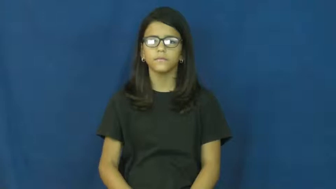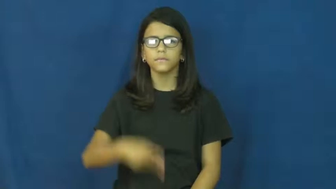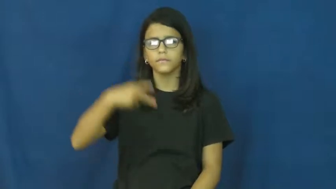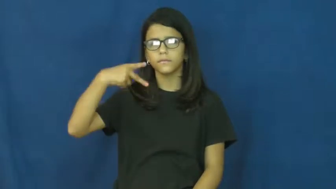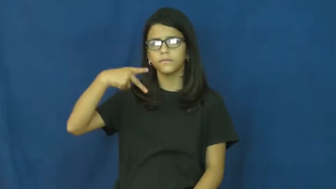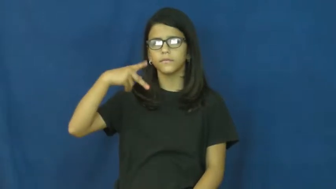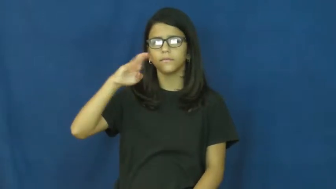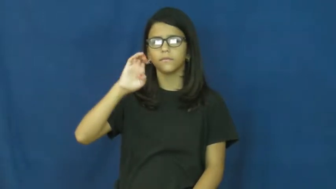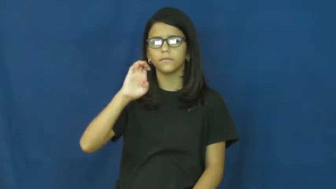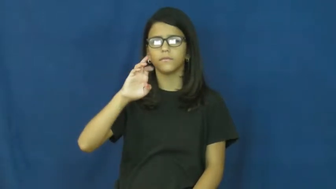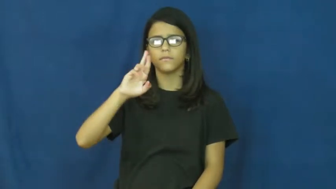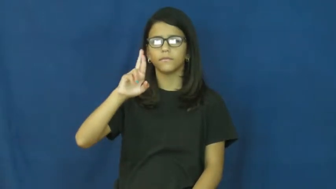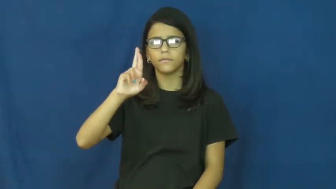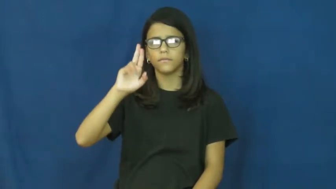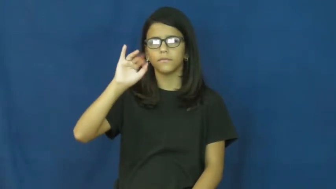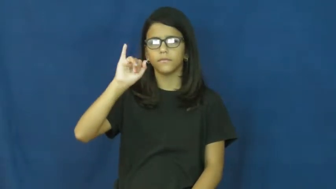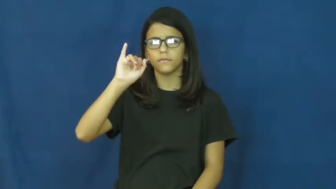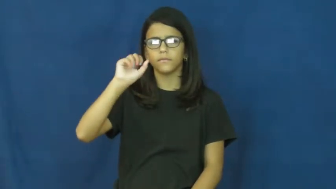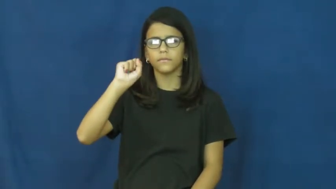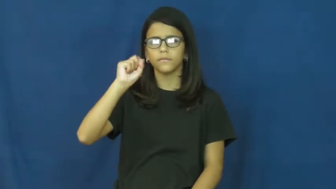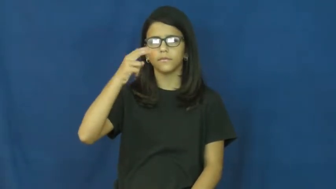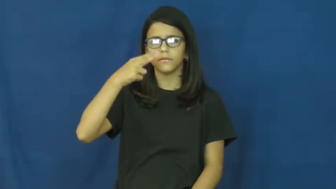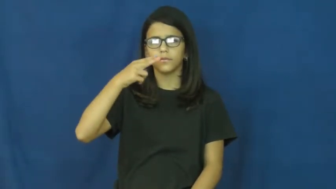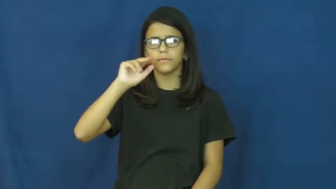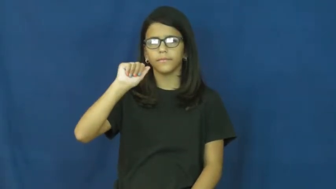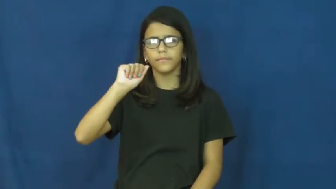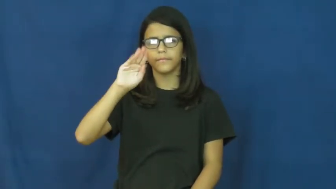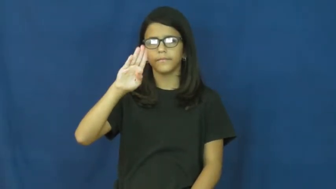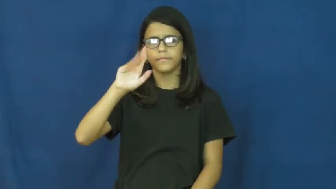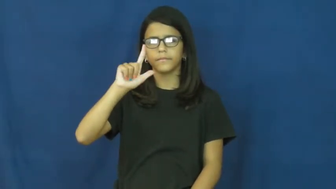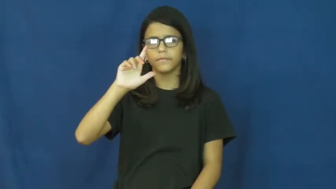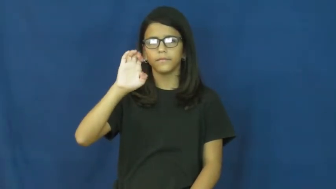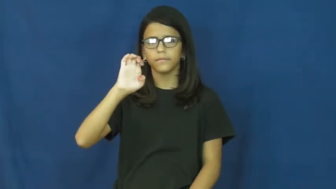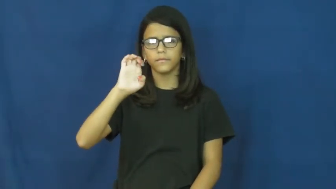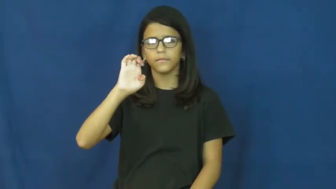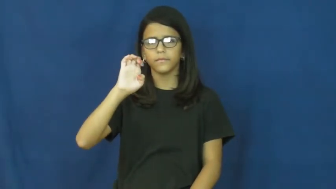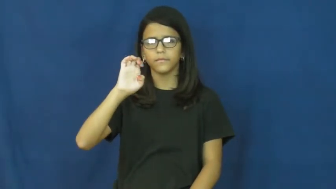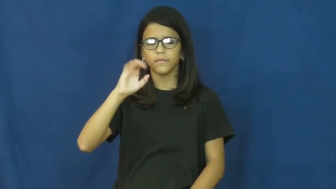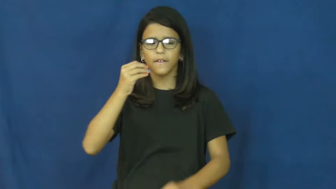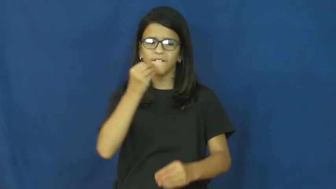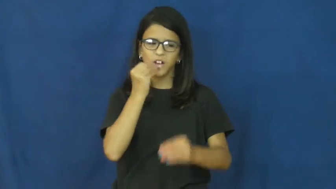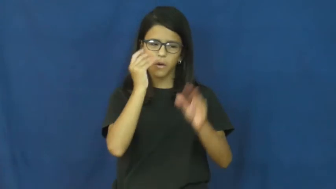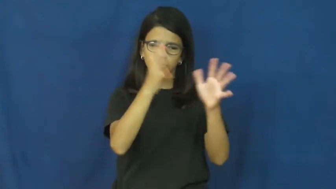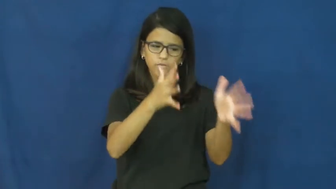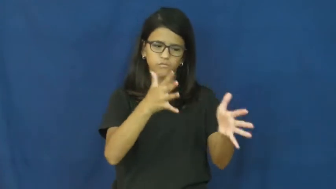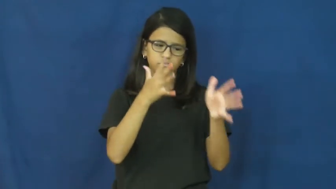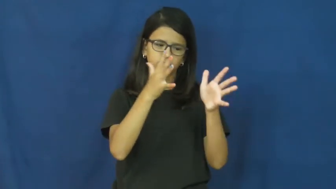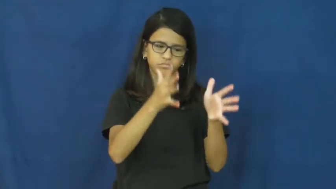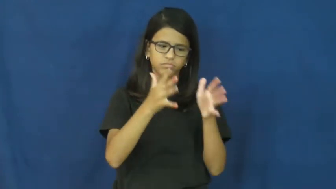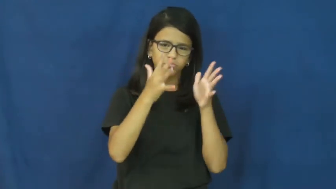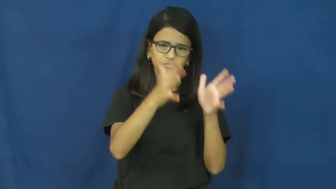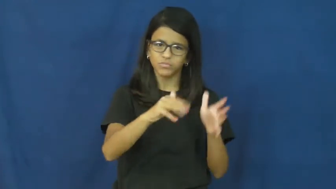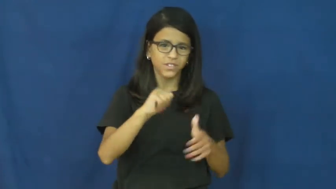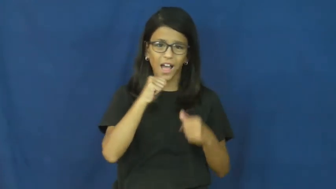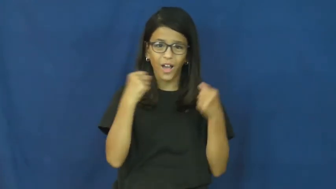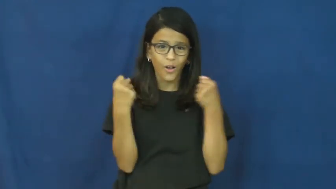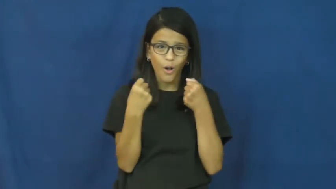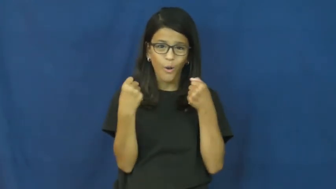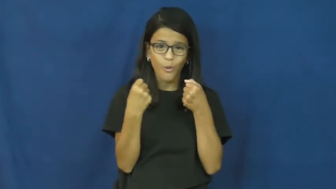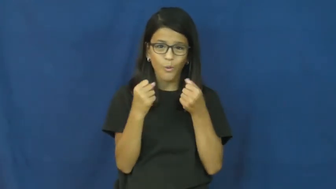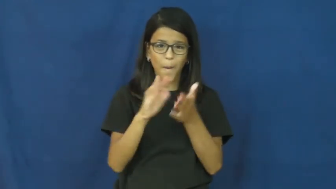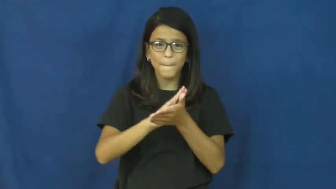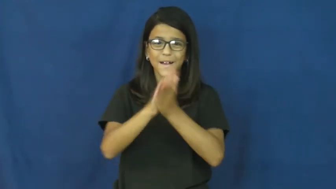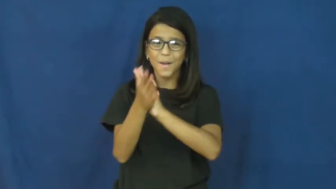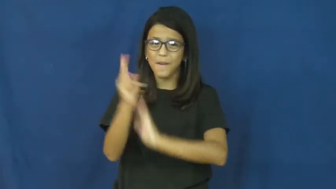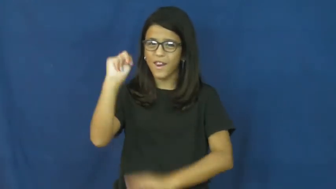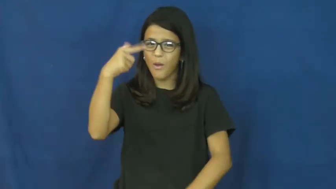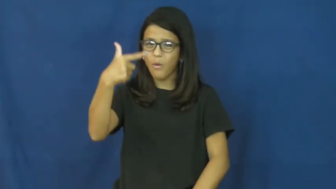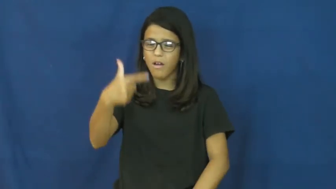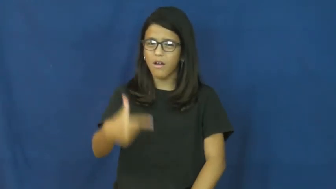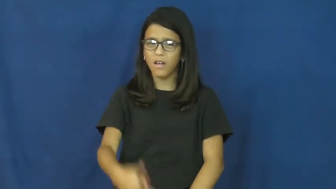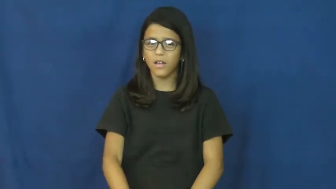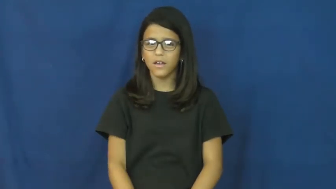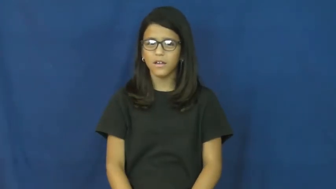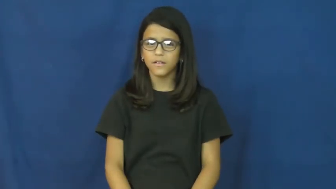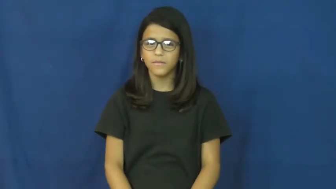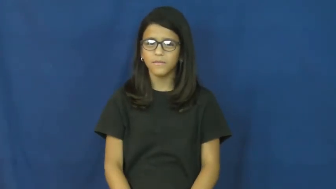perishable